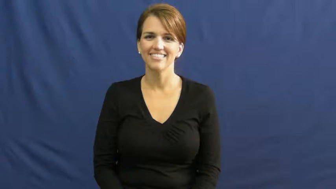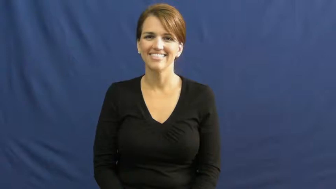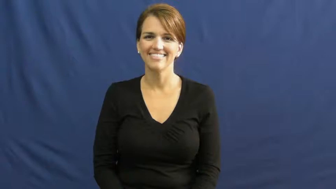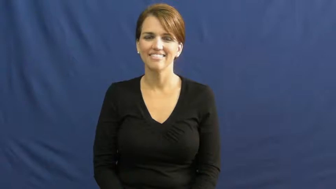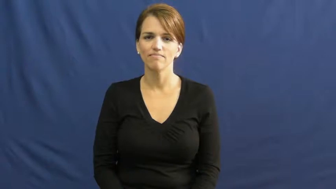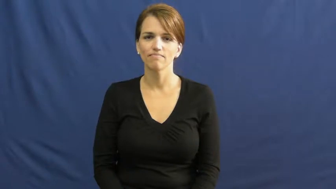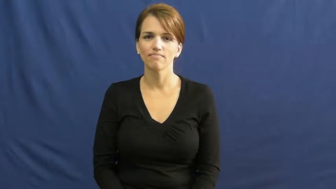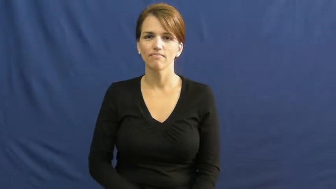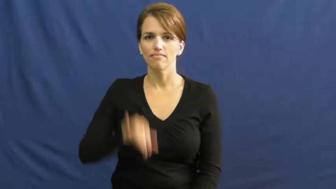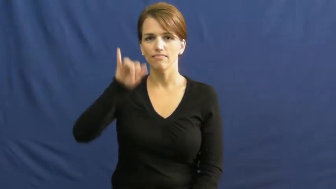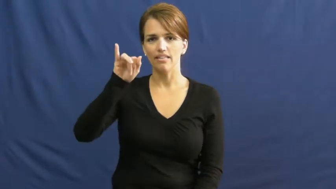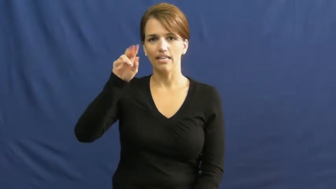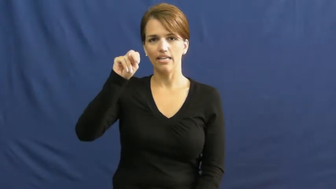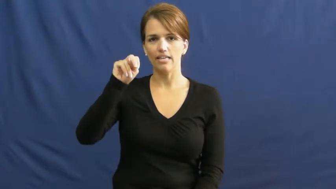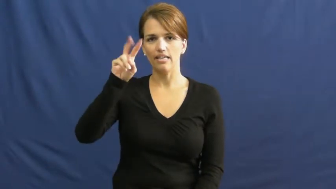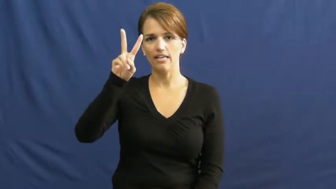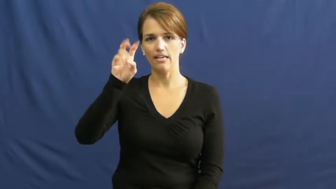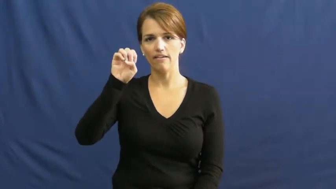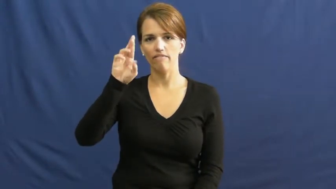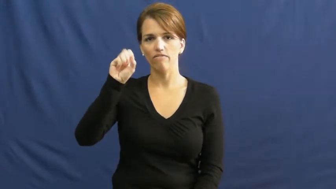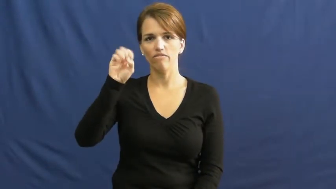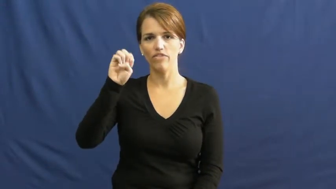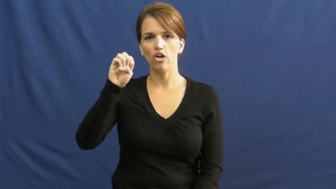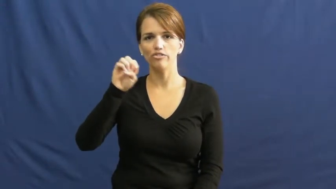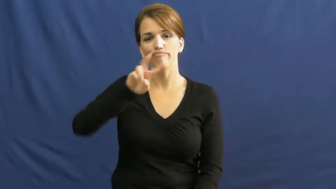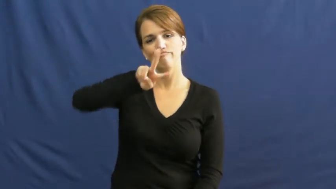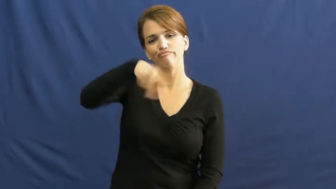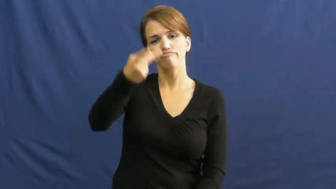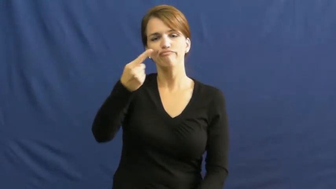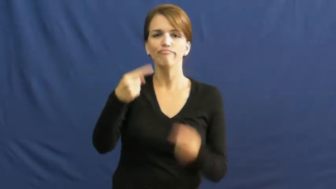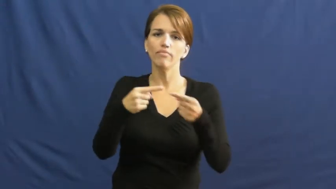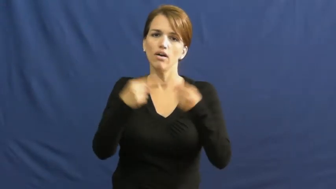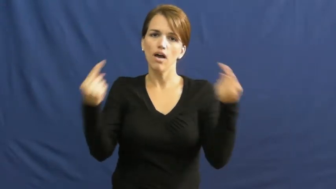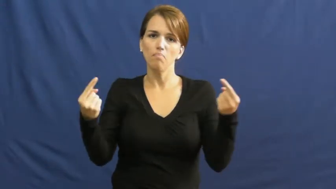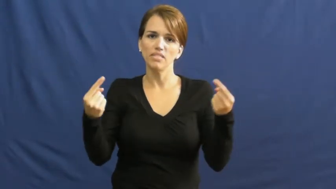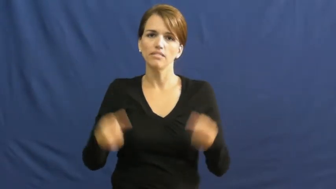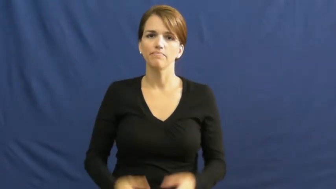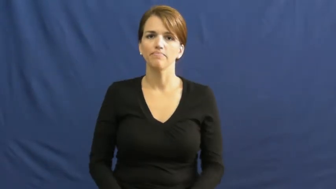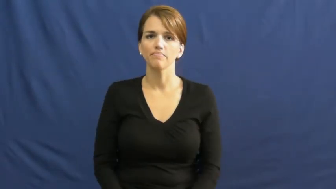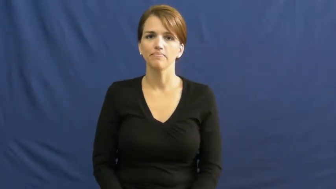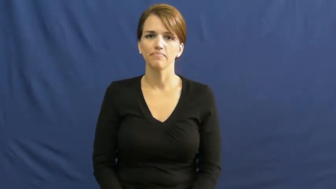inverse